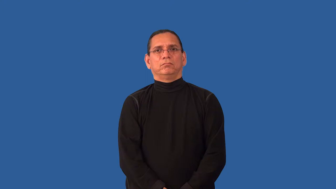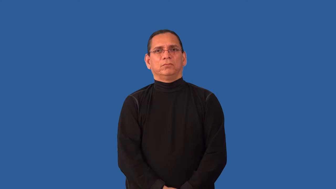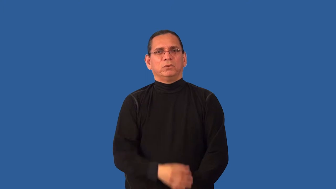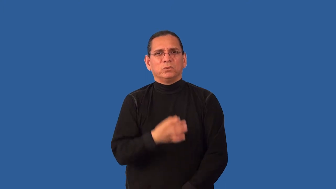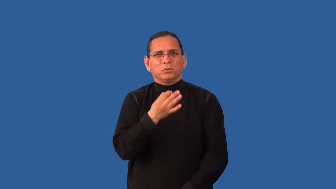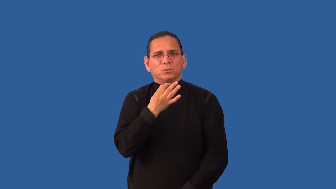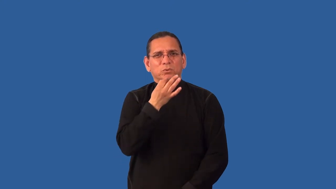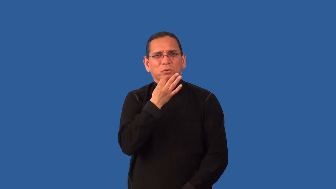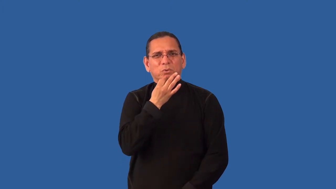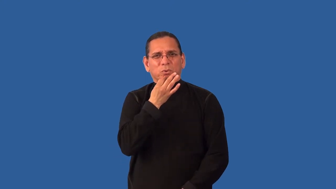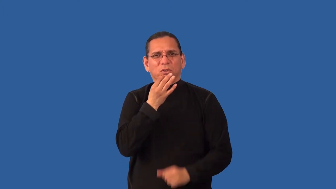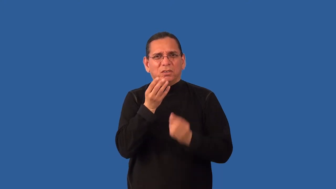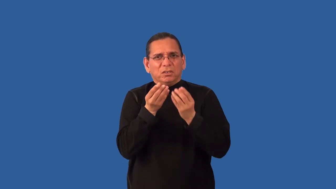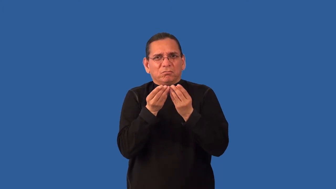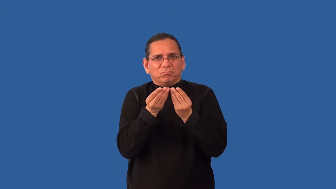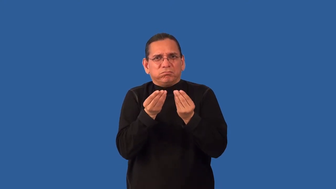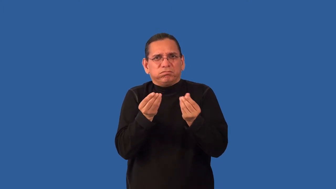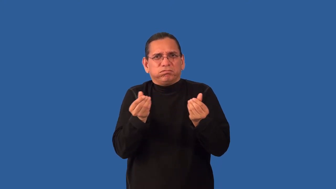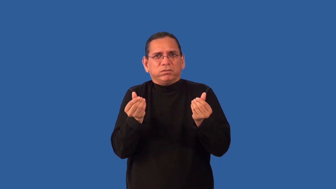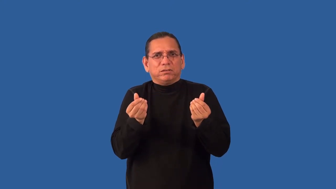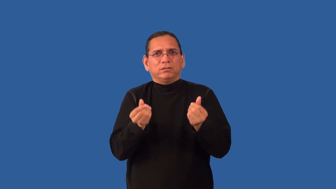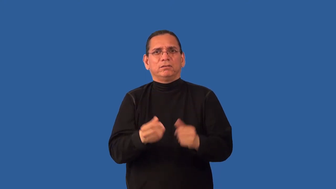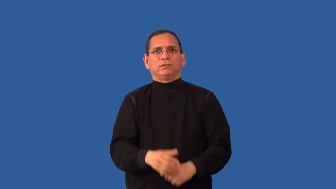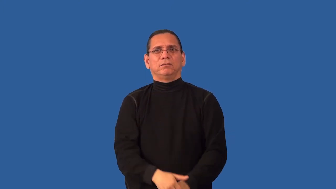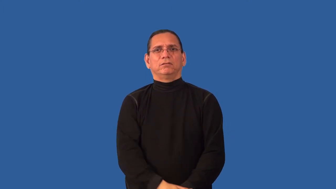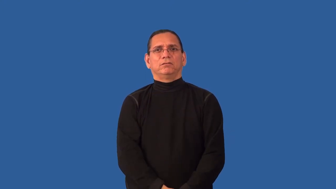overripe